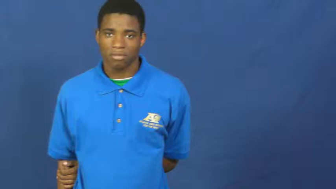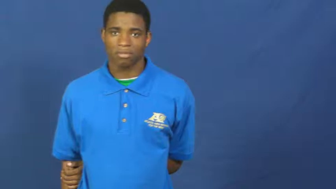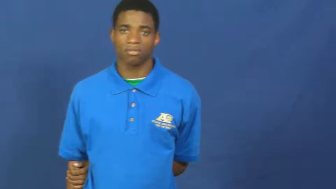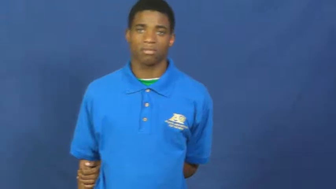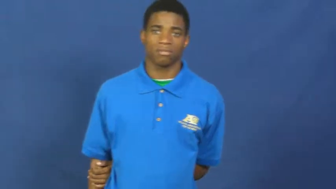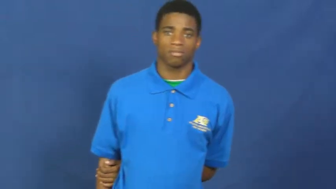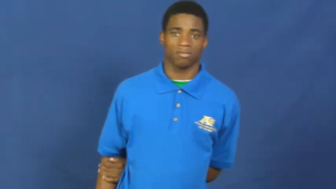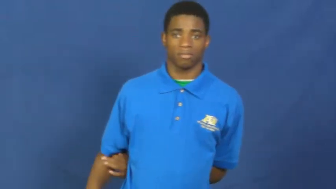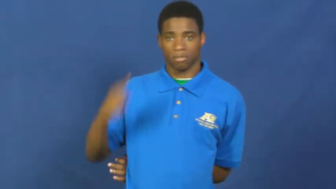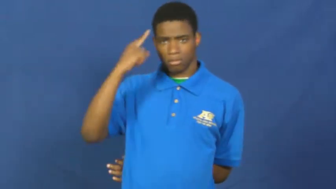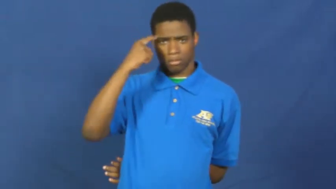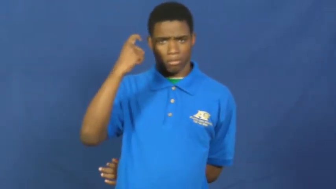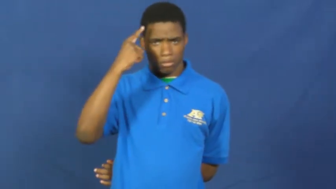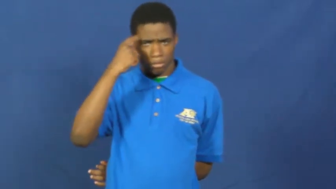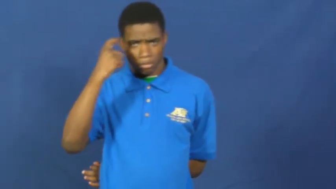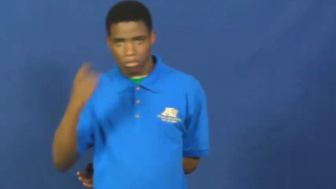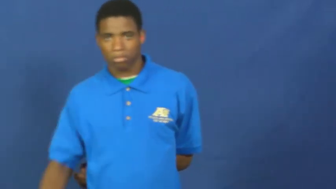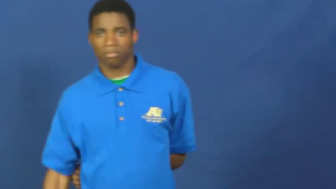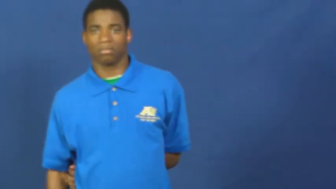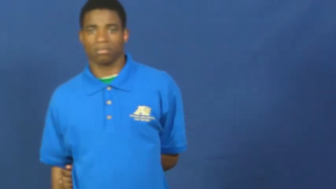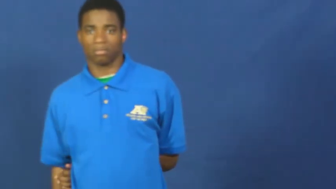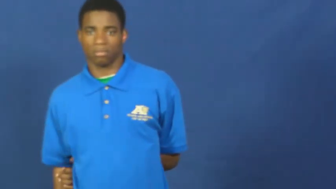suspect,suspicious,sketchy,on to,leery,askance